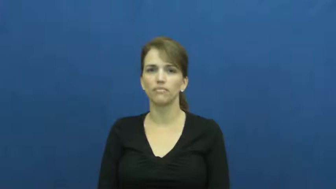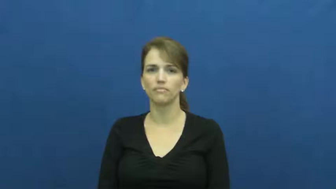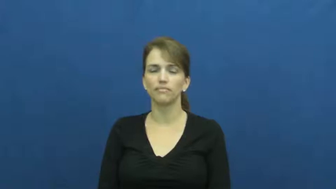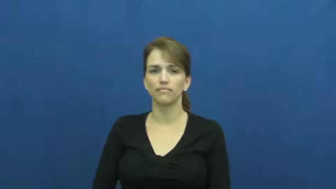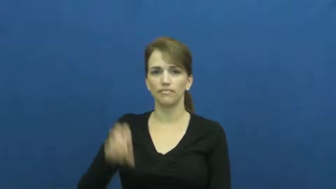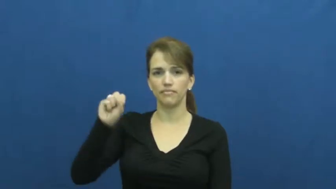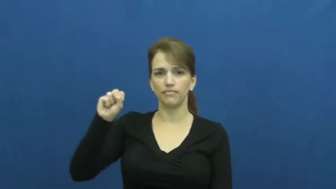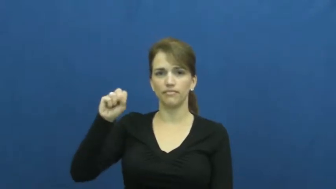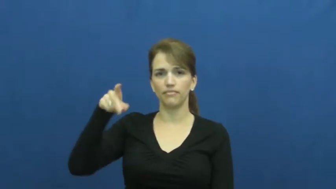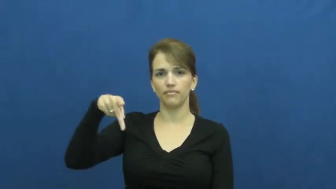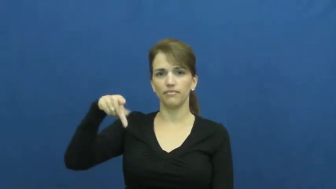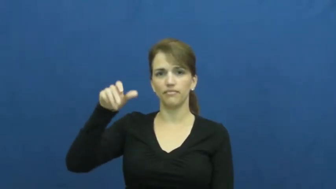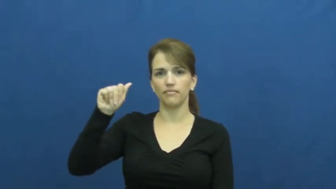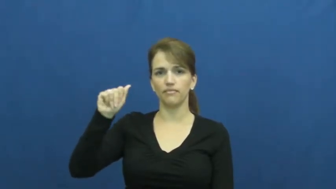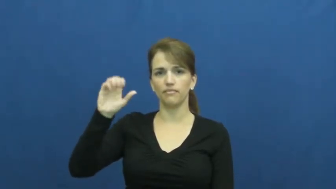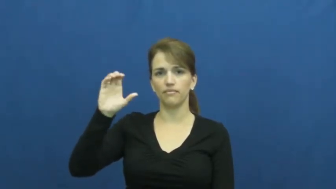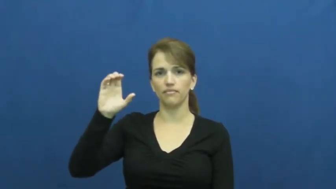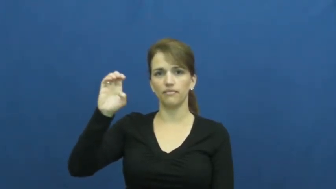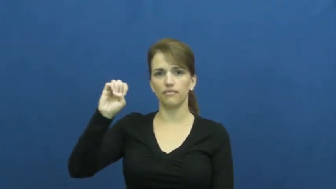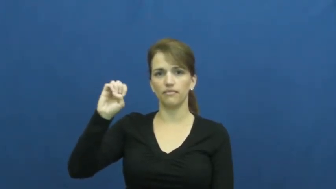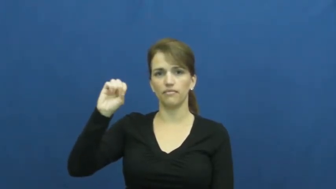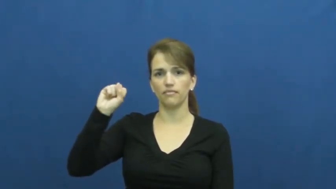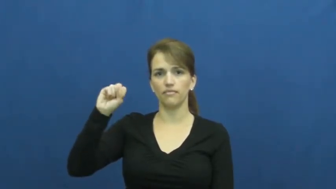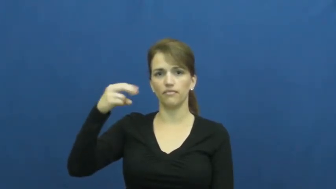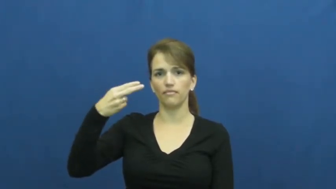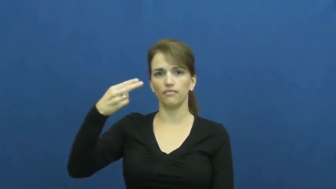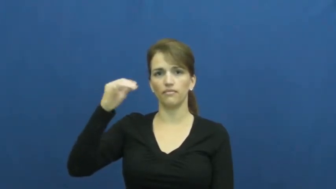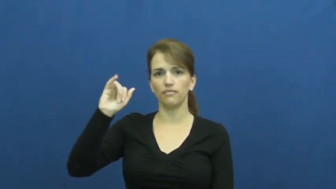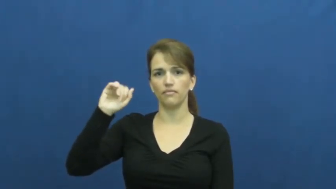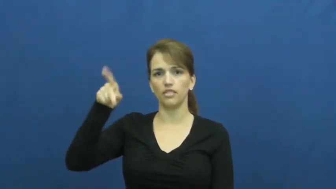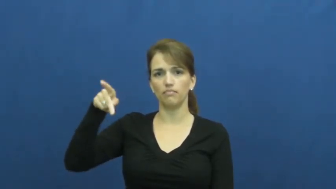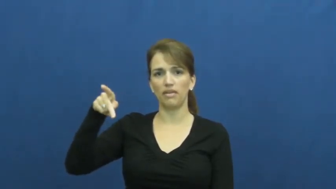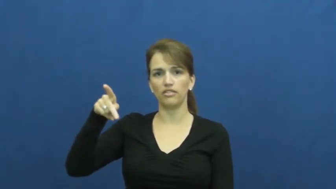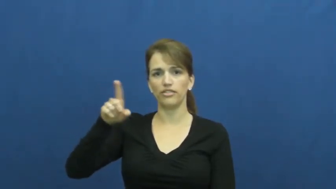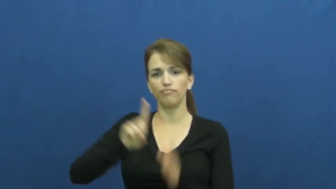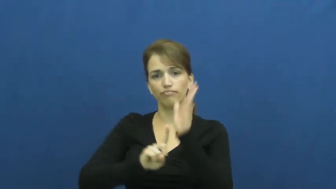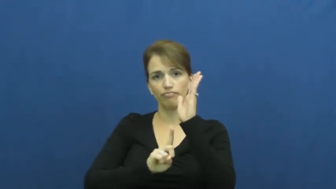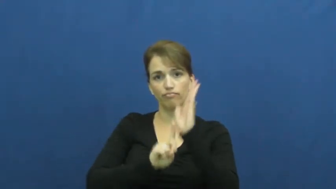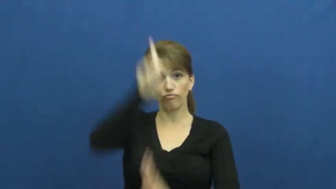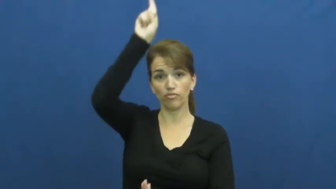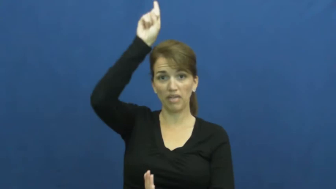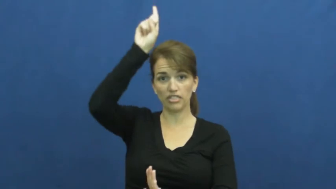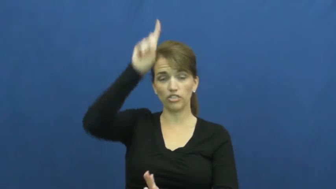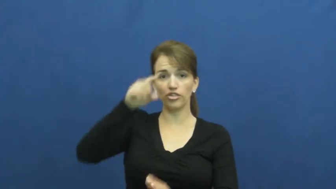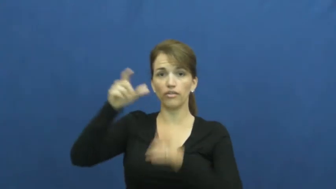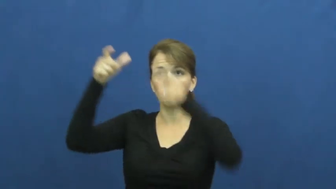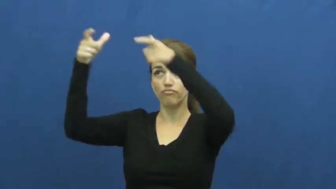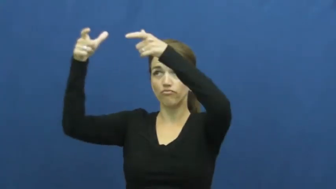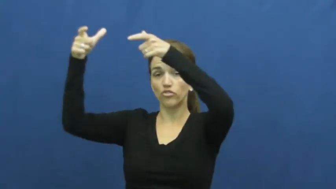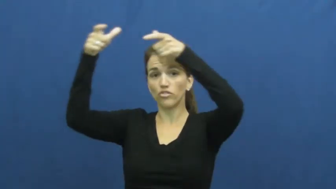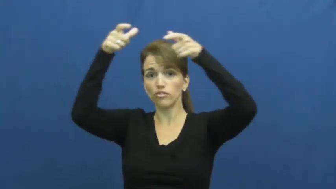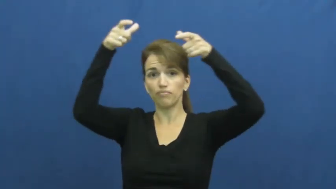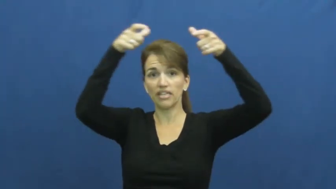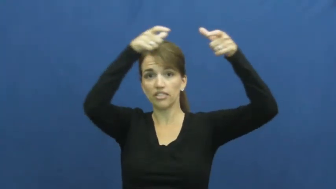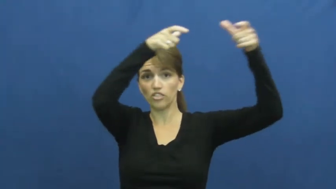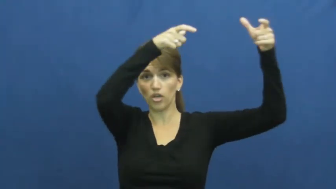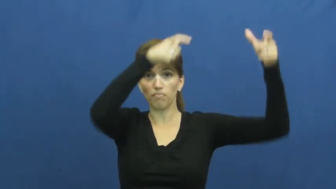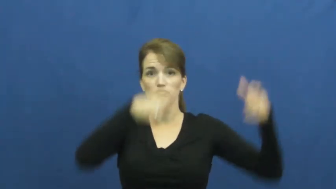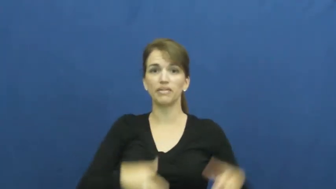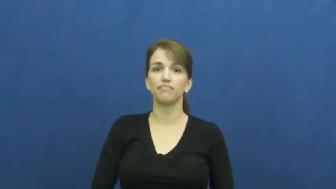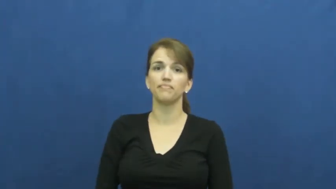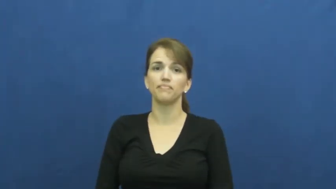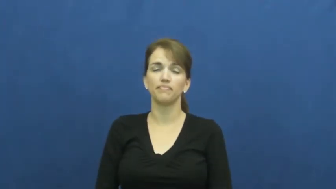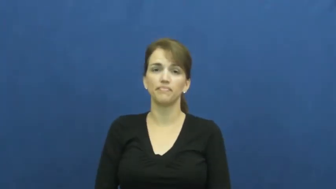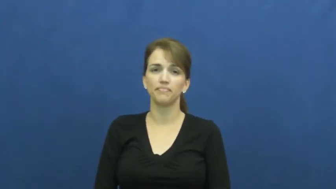spaceship,spacecraft,craft